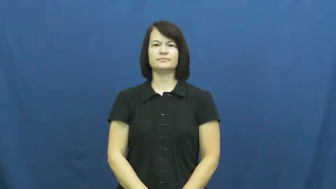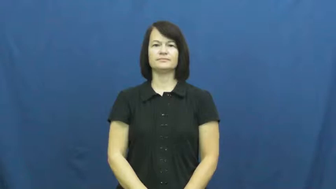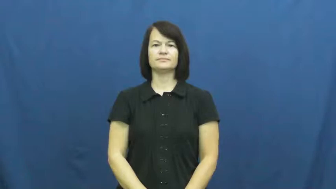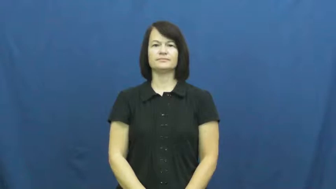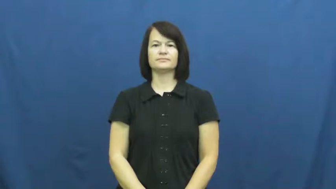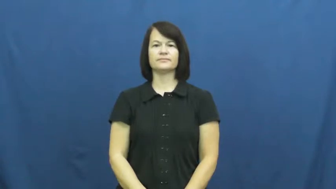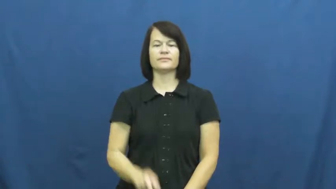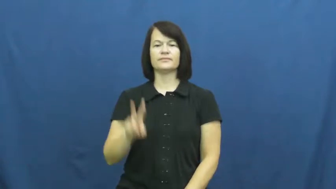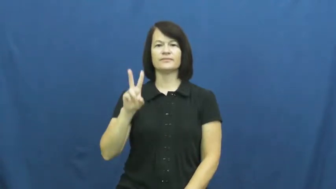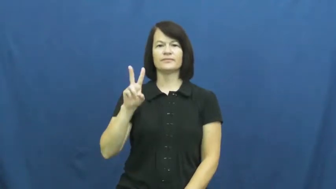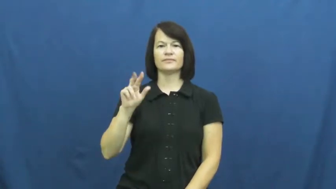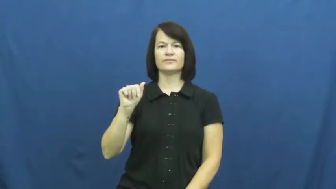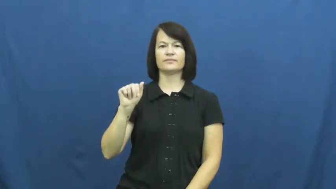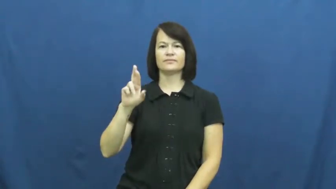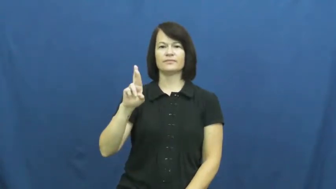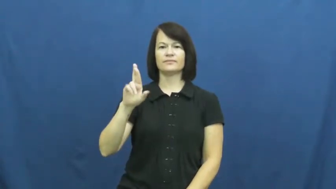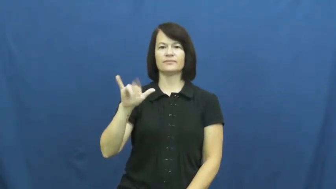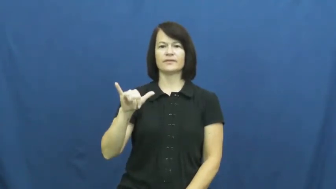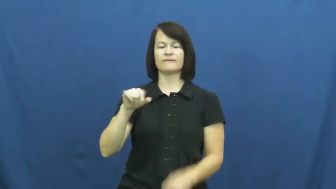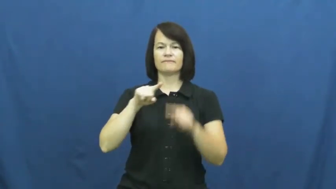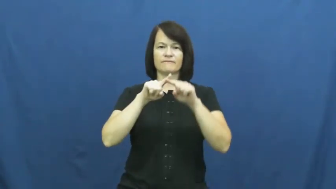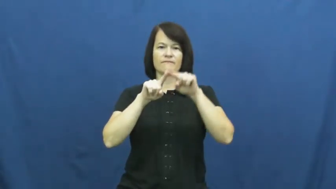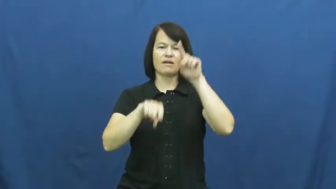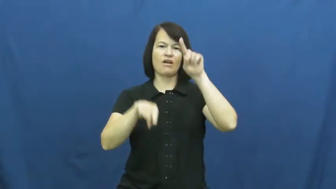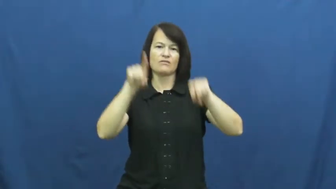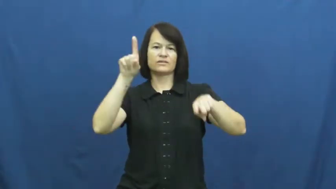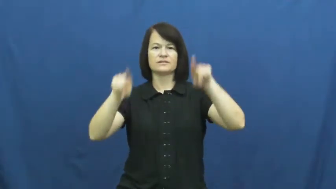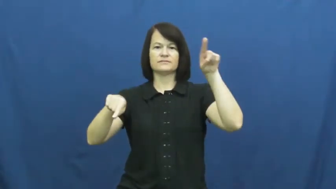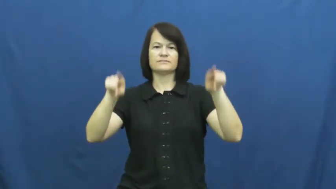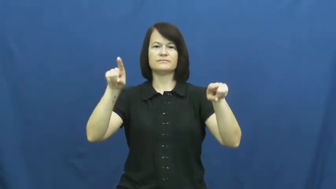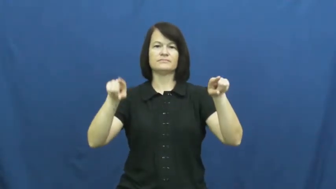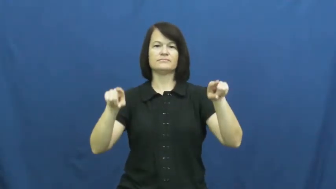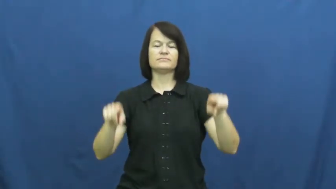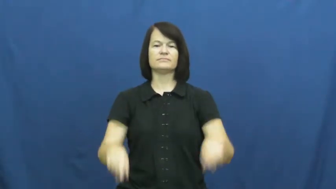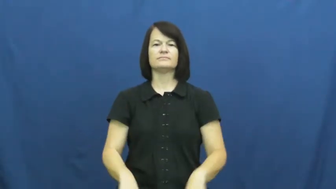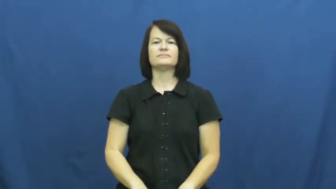vary